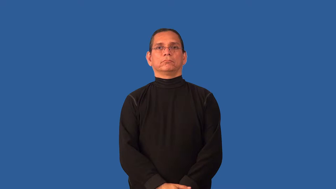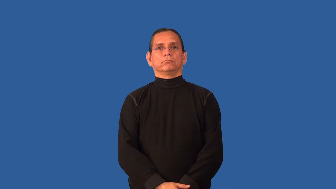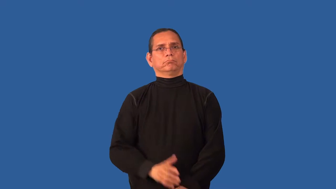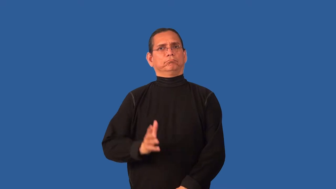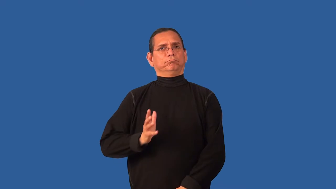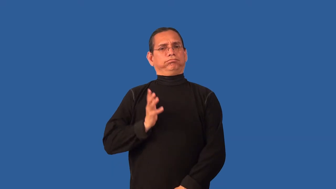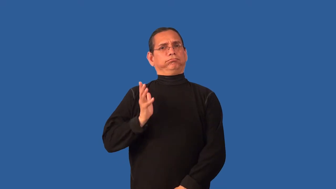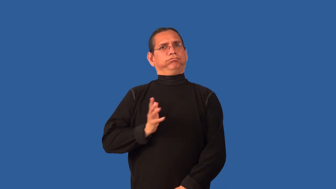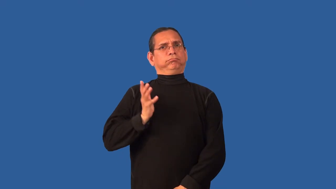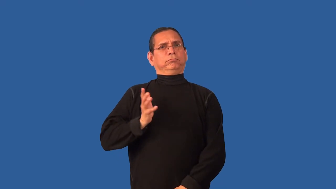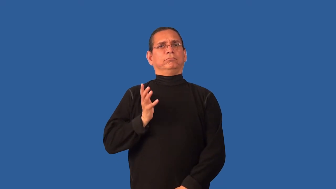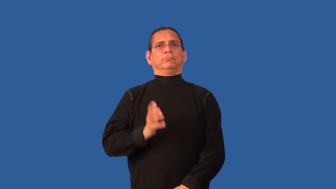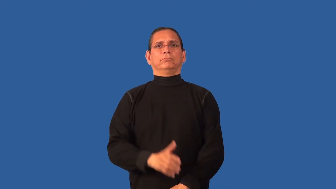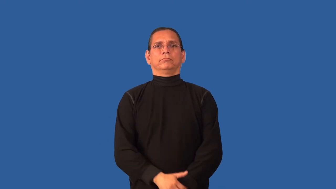courtly